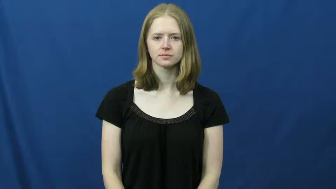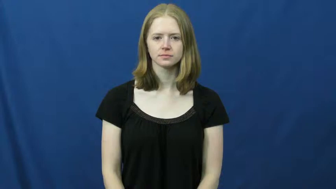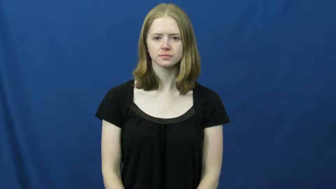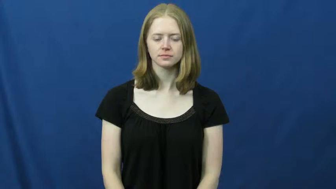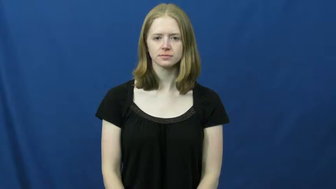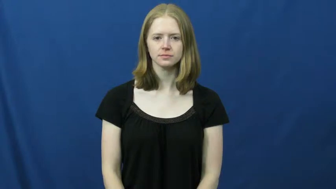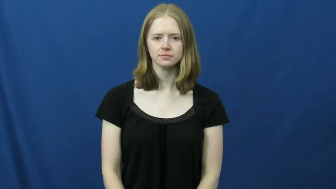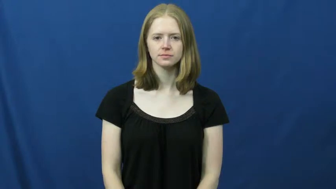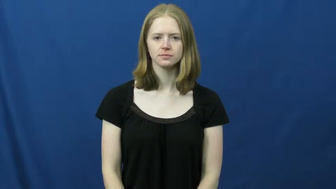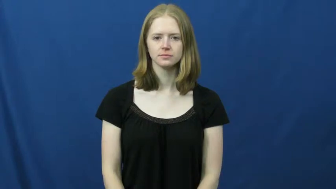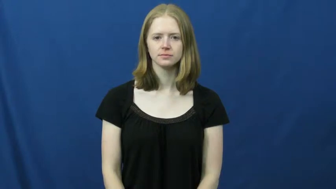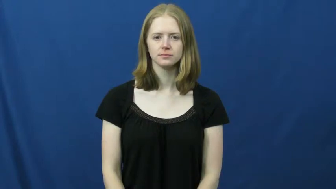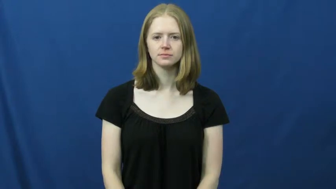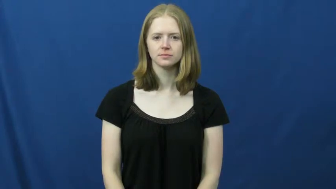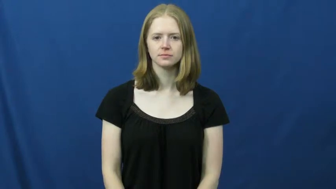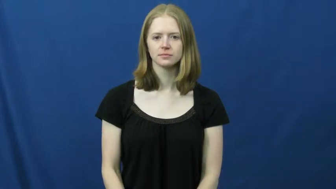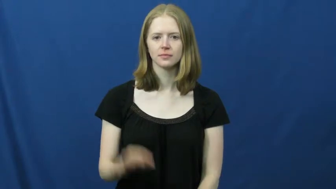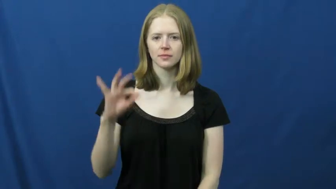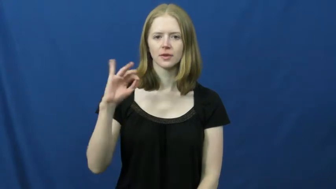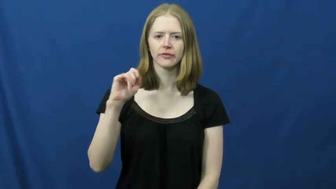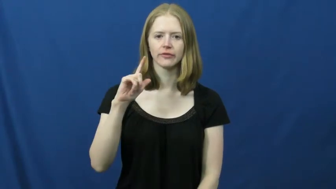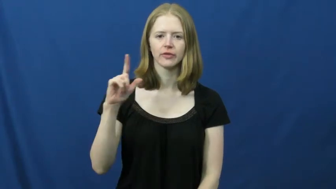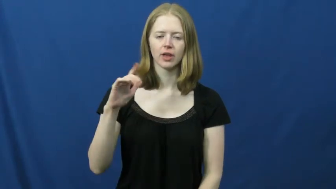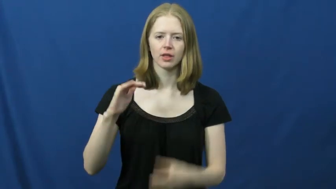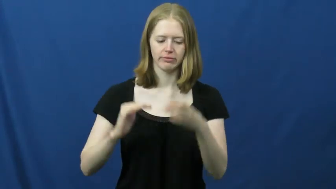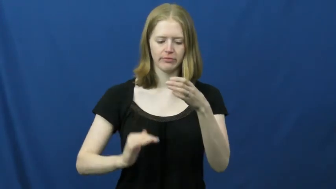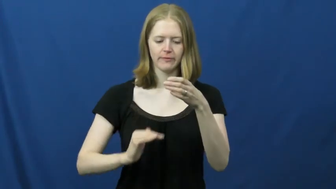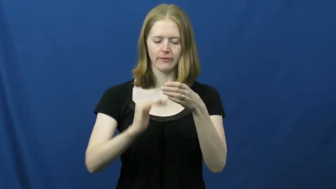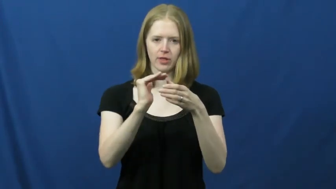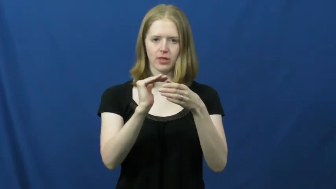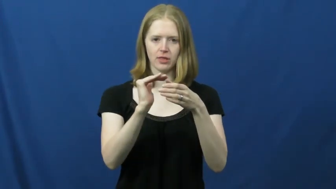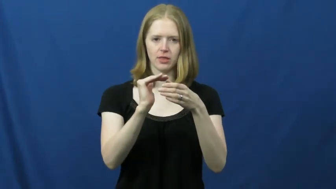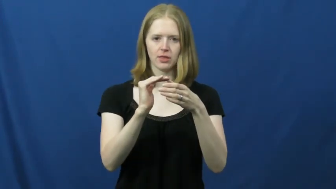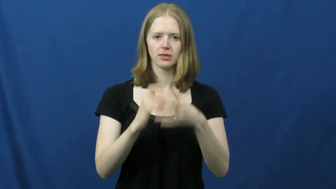fill,fill up